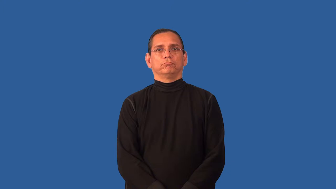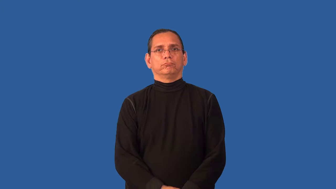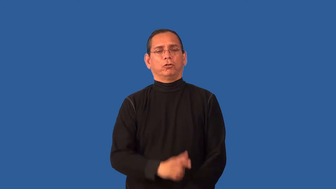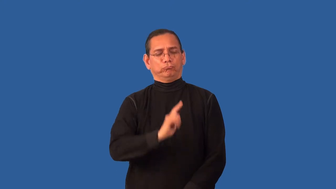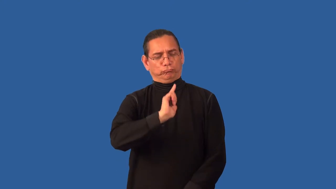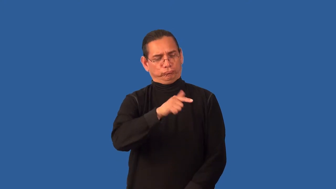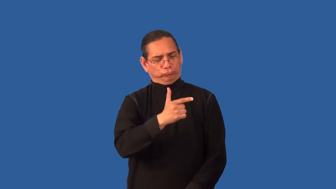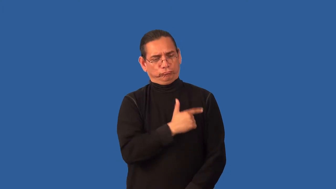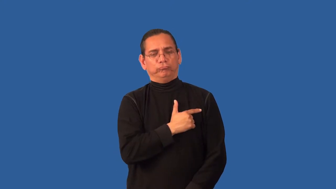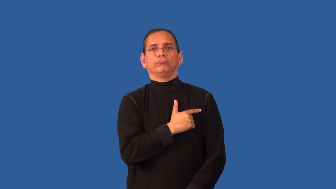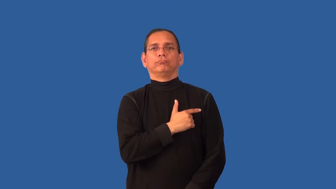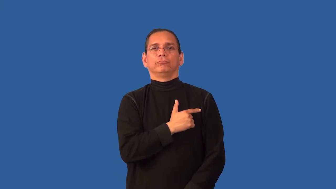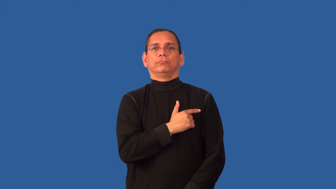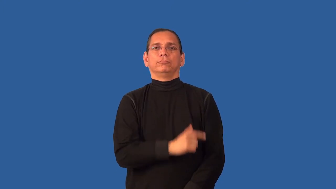stalwart